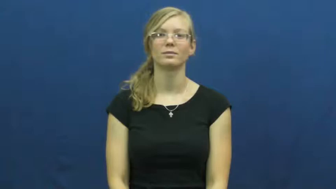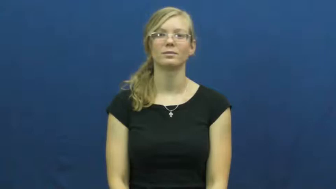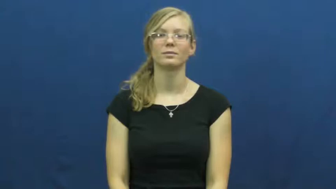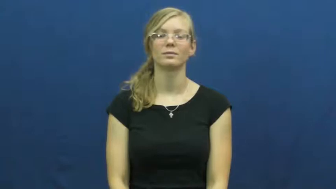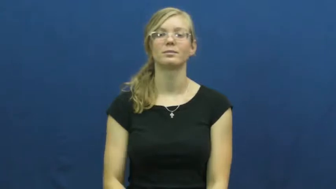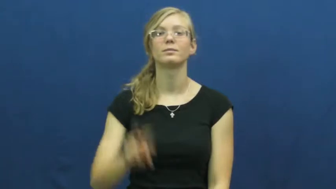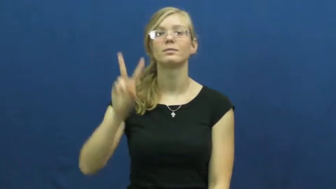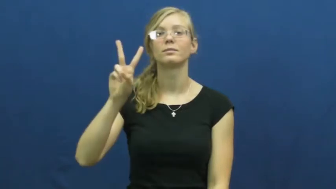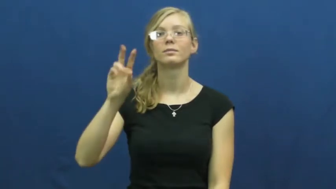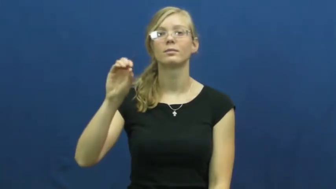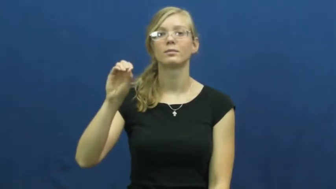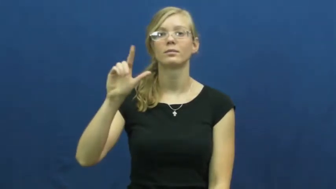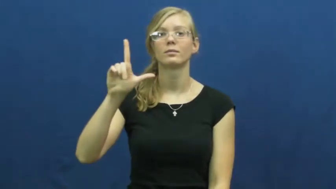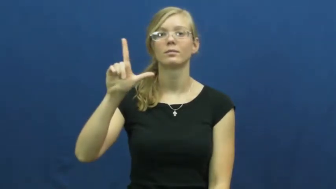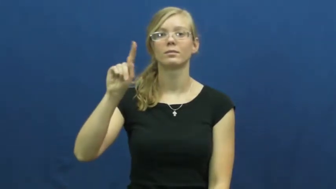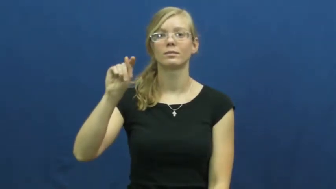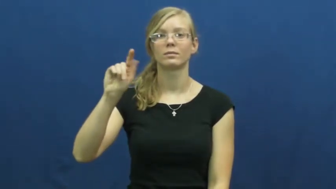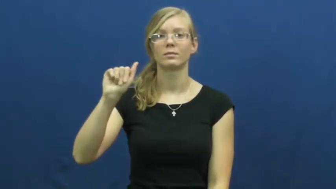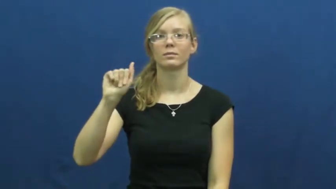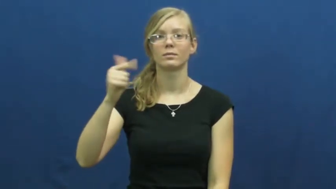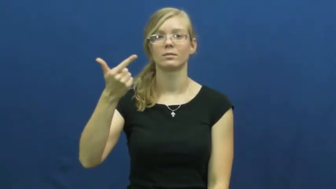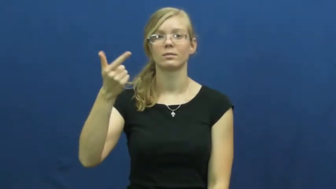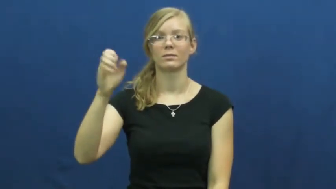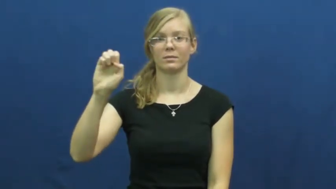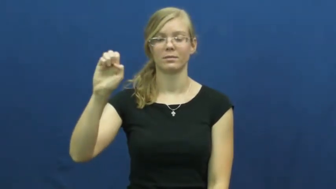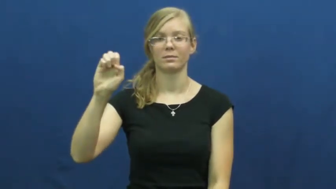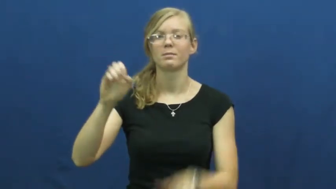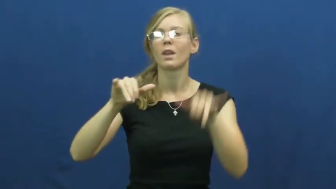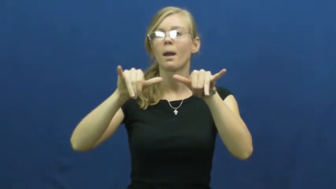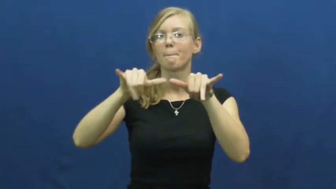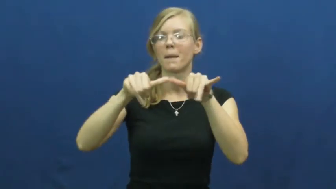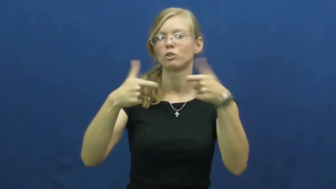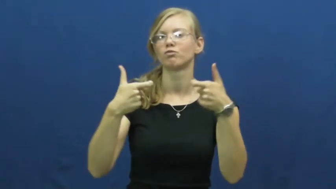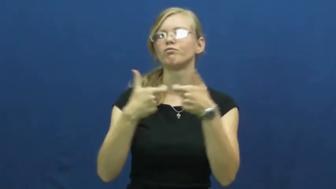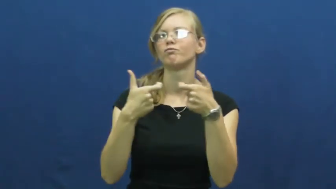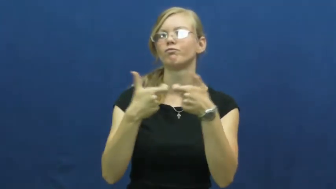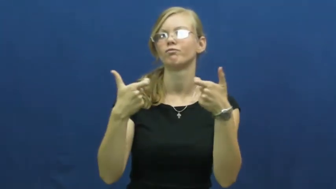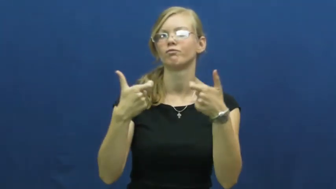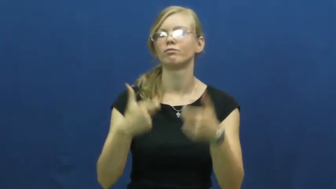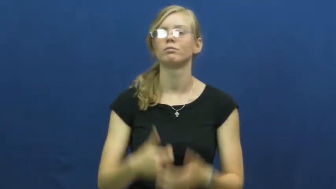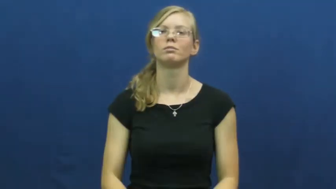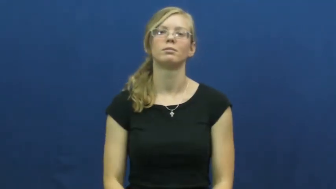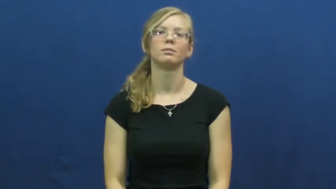voltage